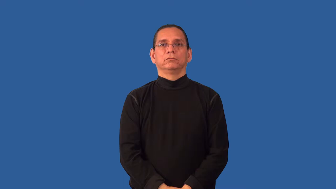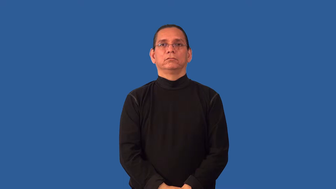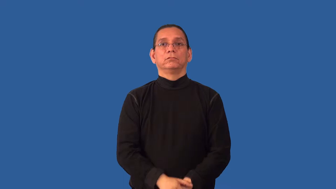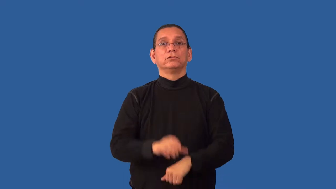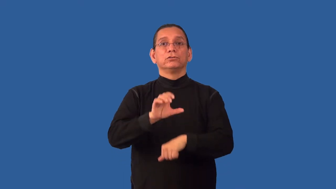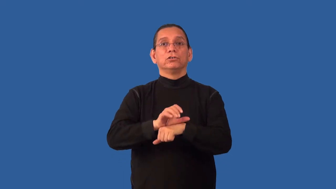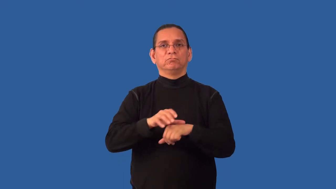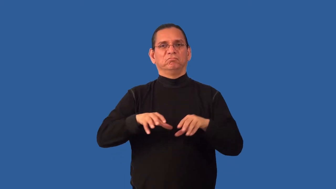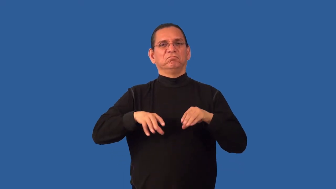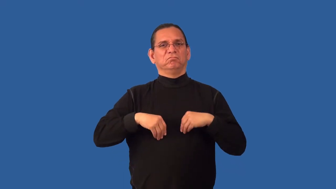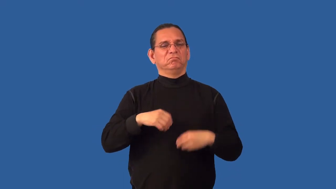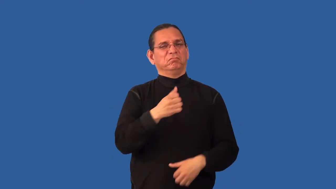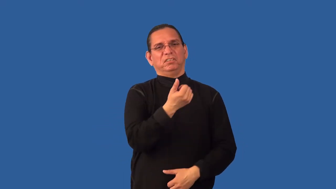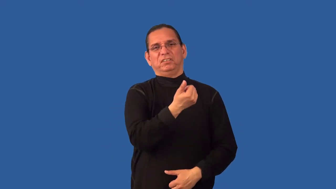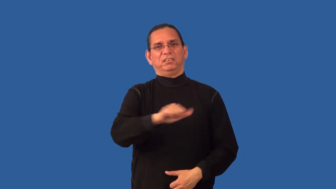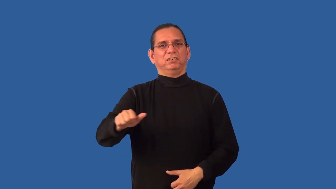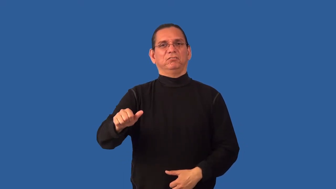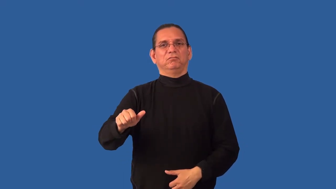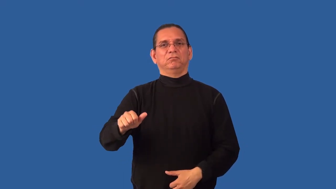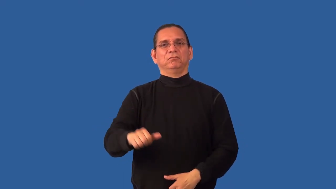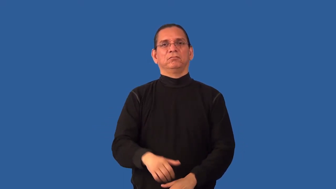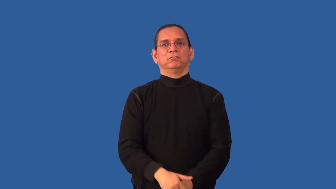nondenominational